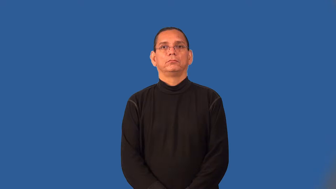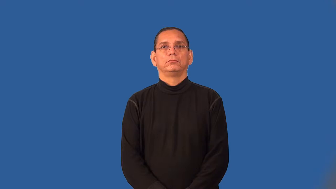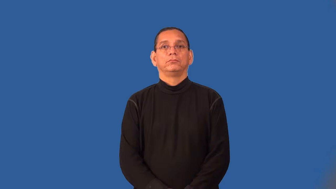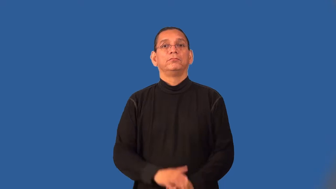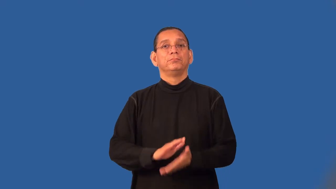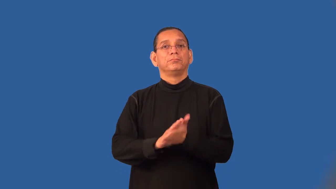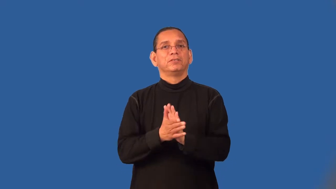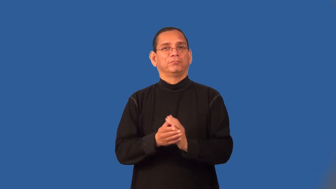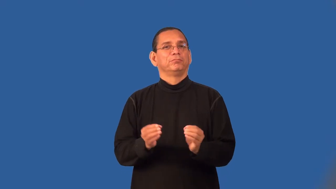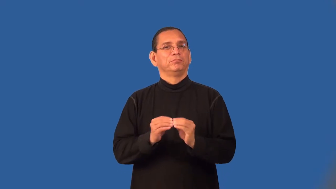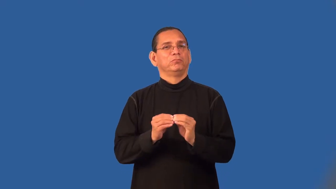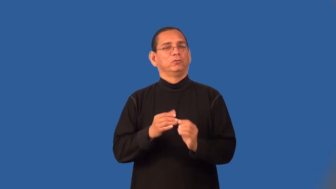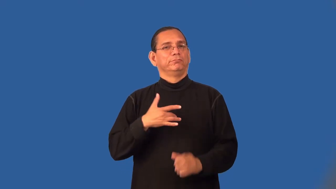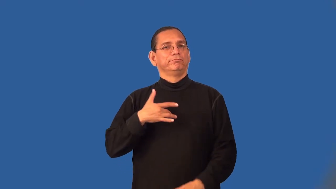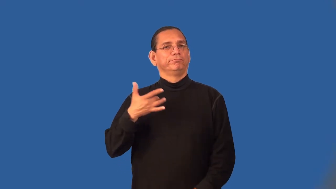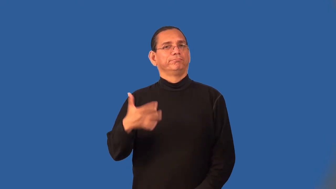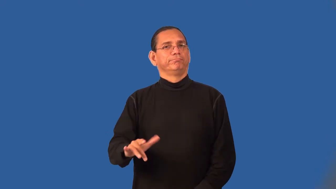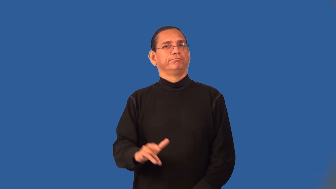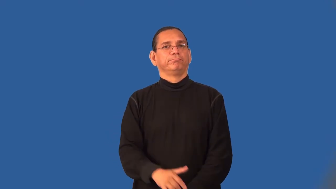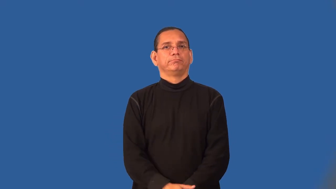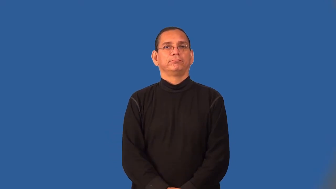sensitize